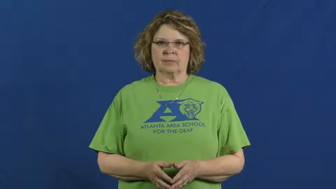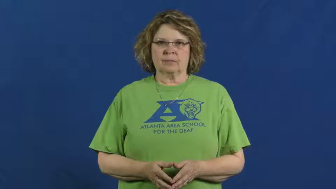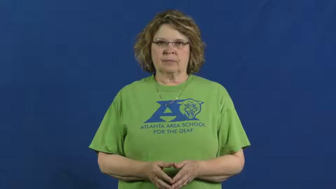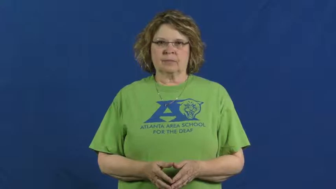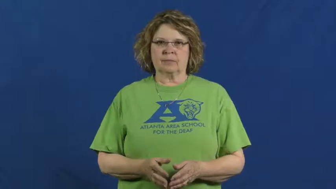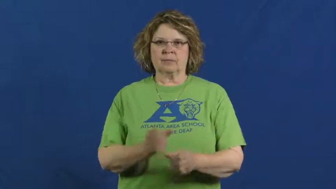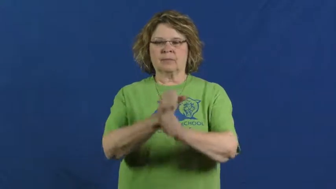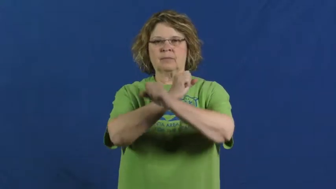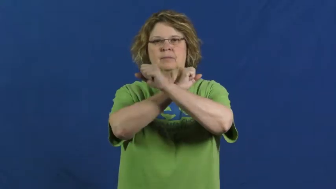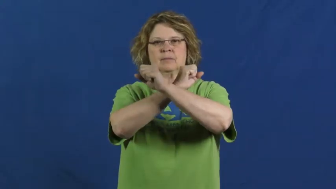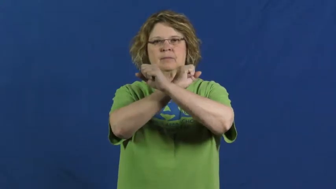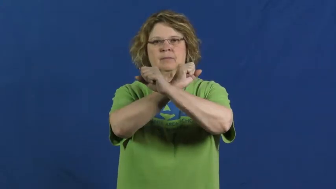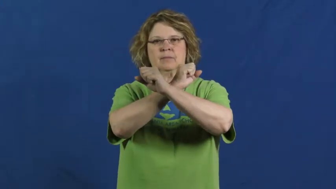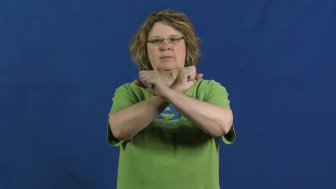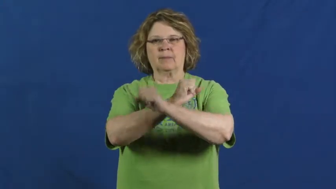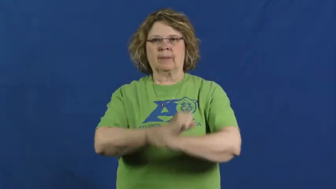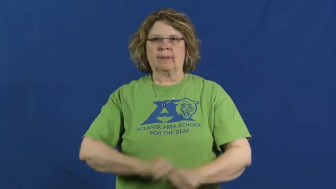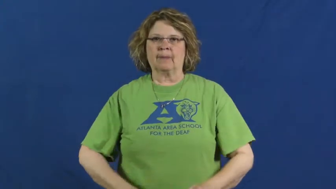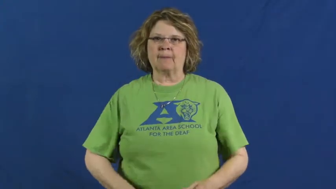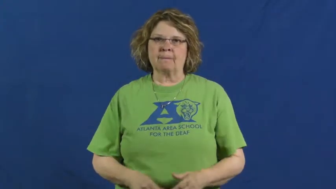defend,bastion